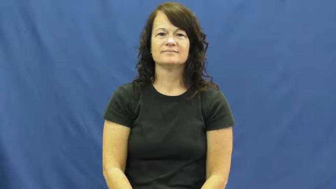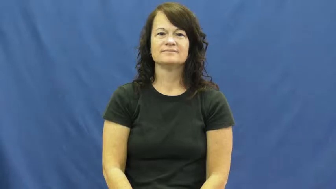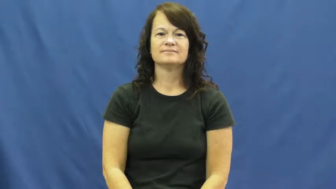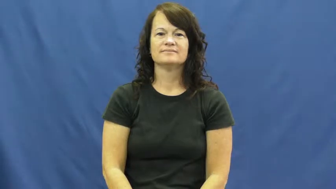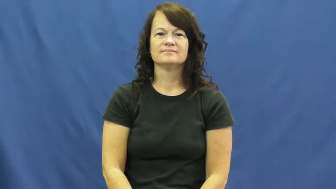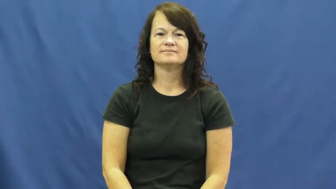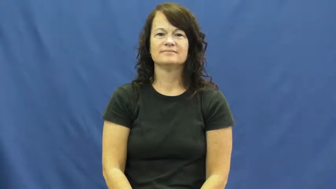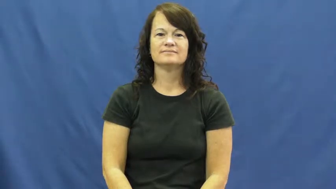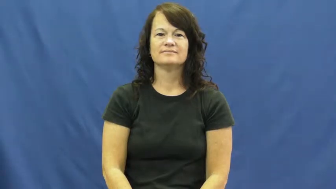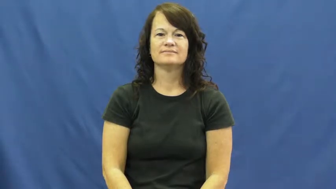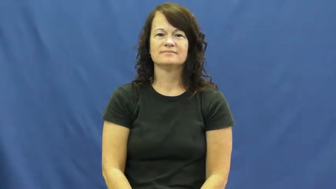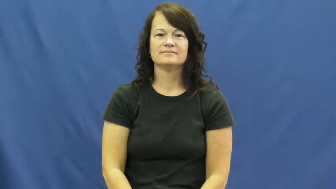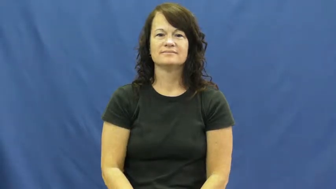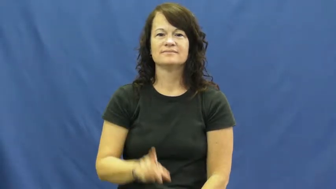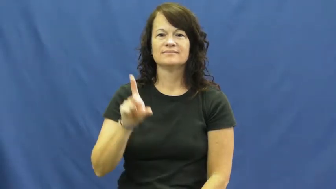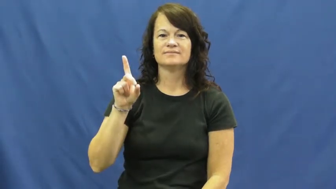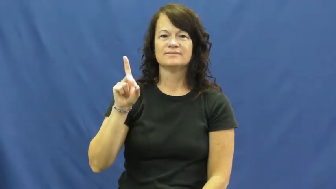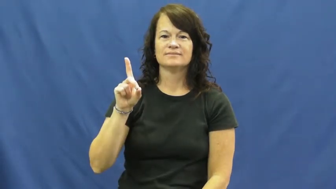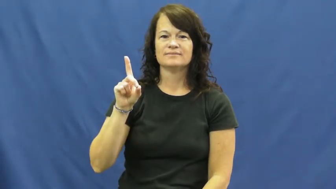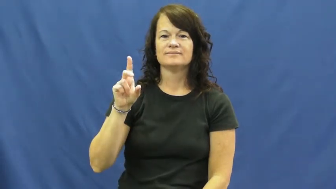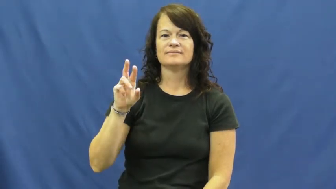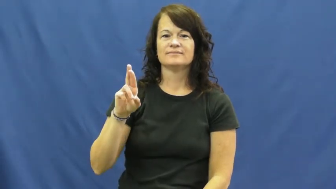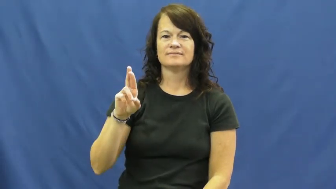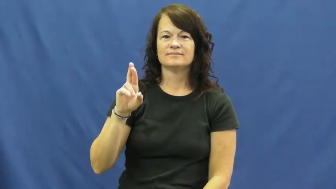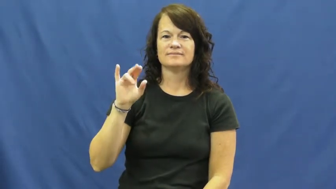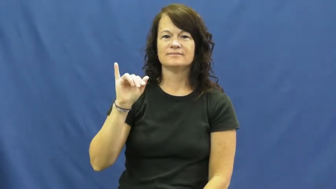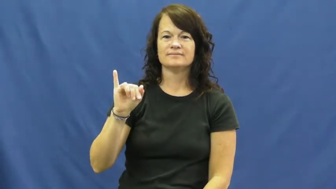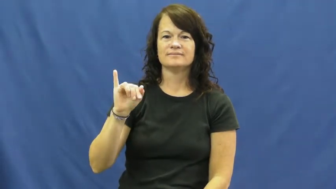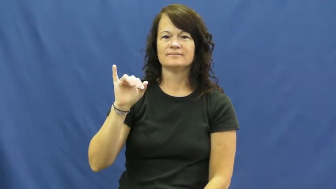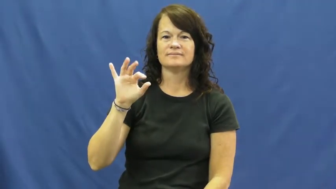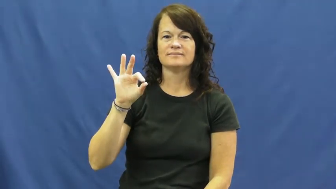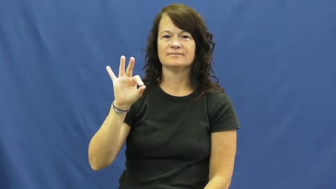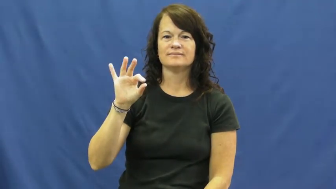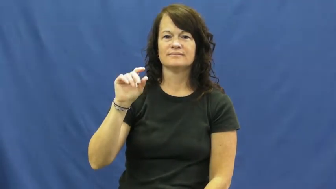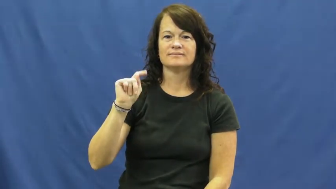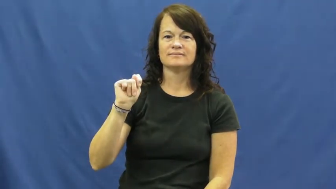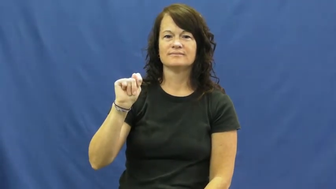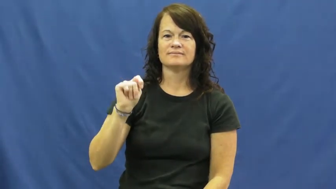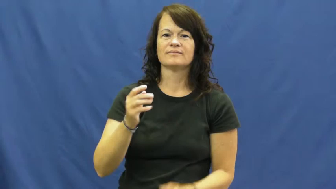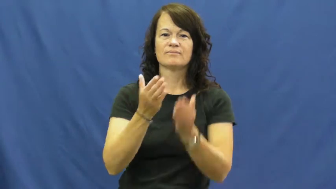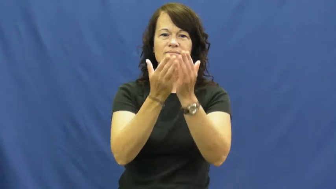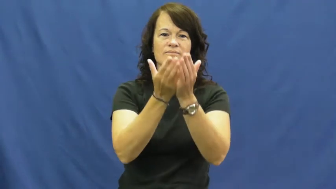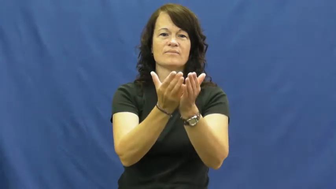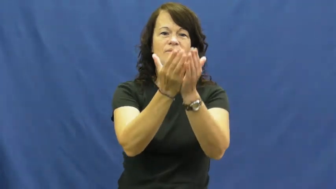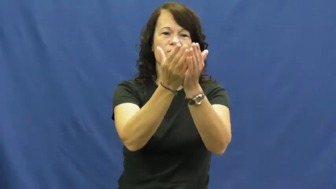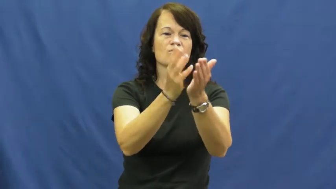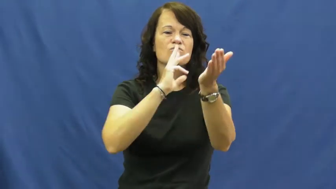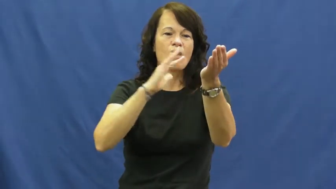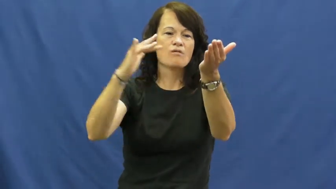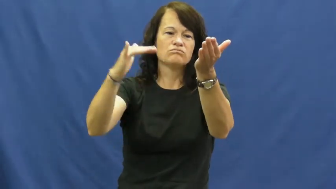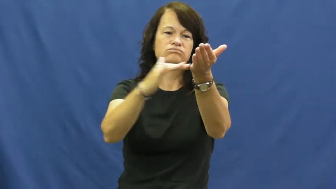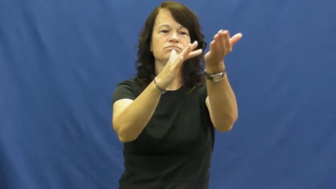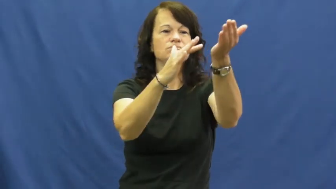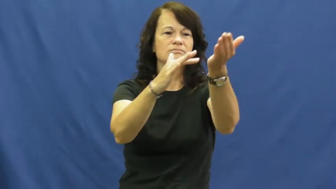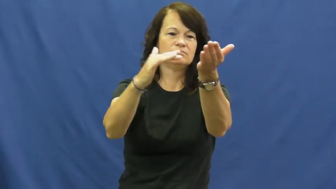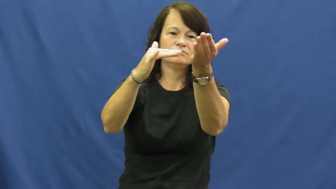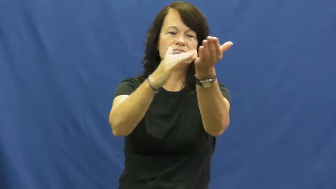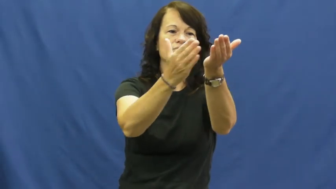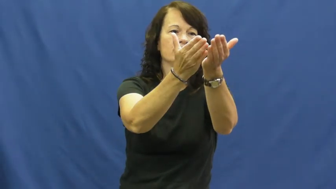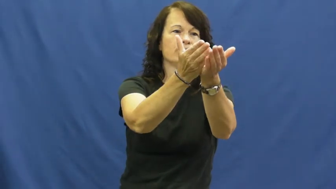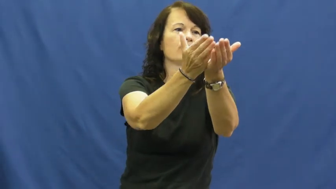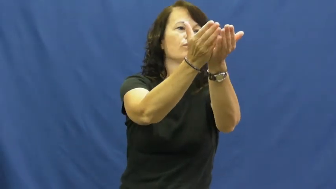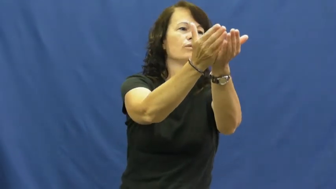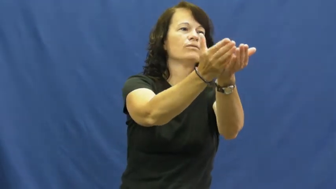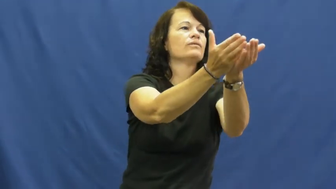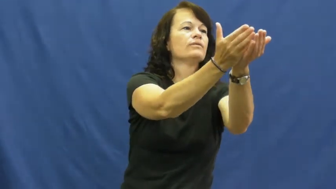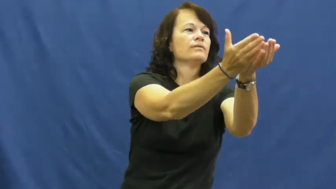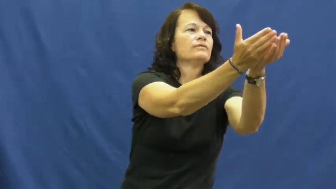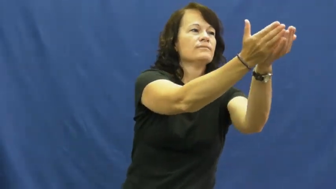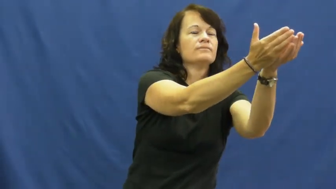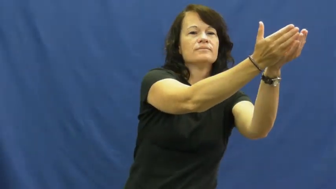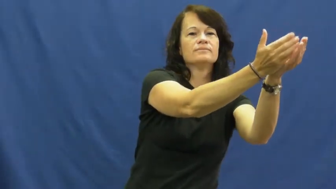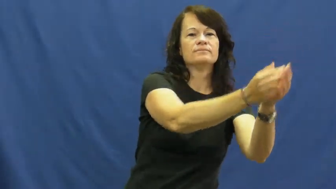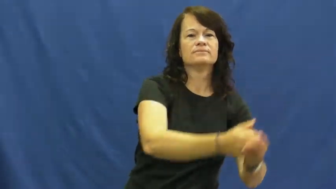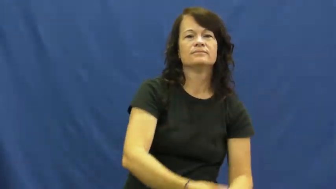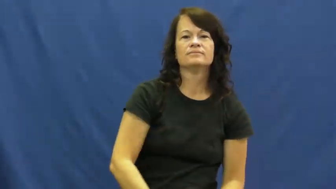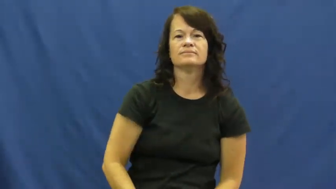drift,drift off-boat